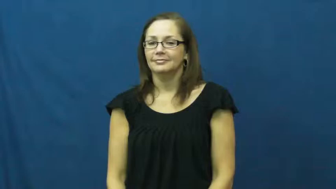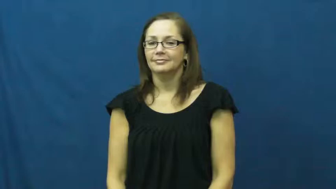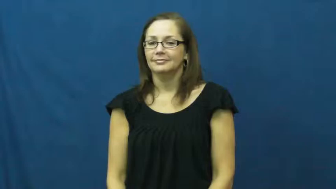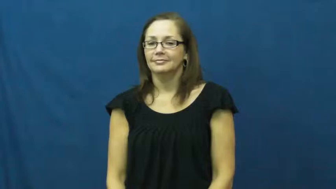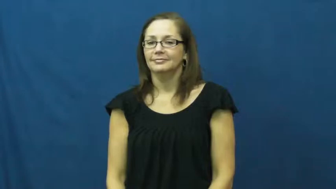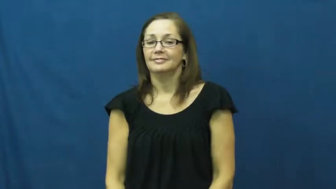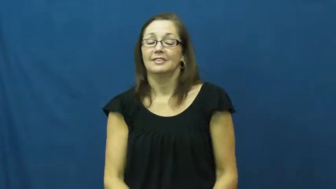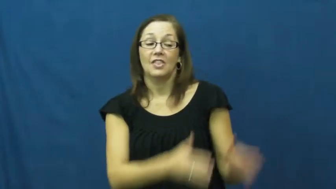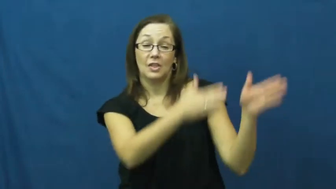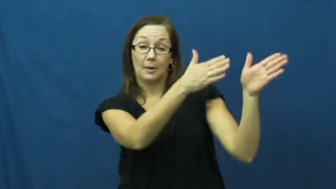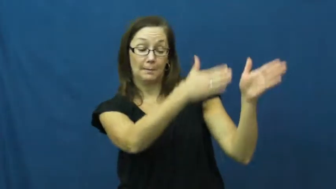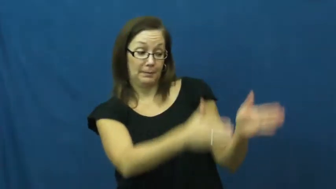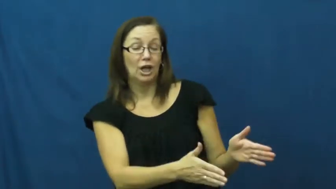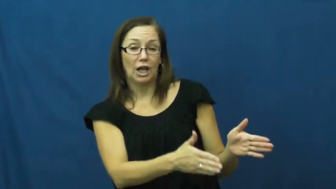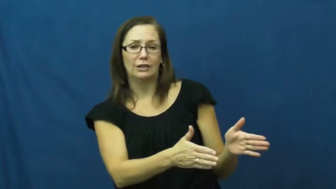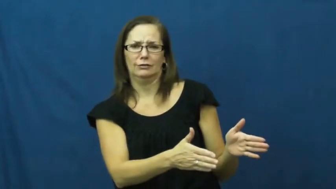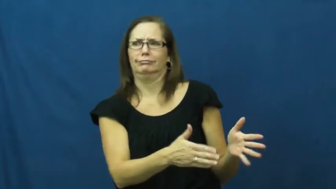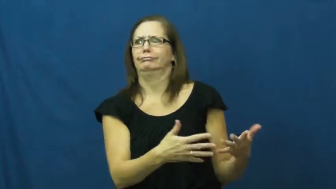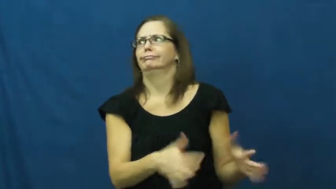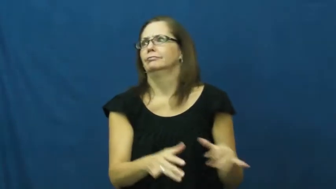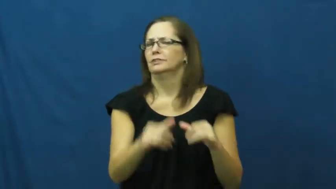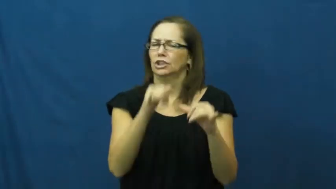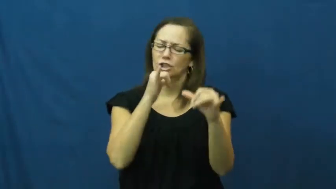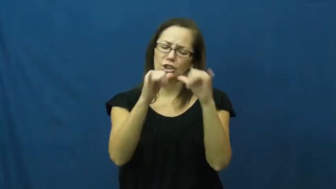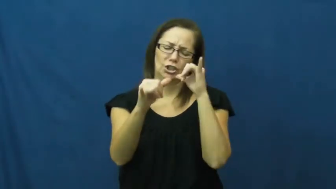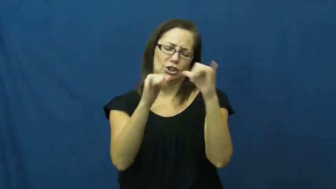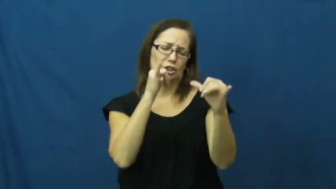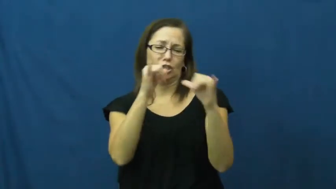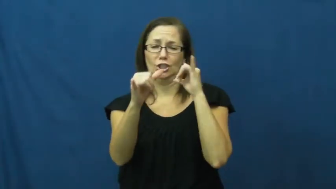booze-verb